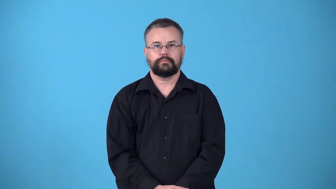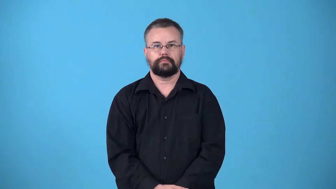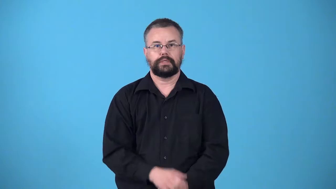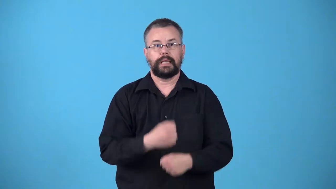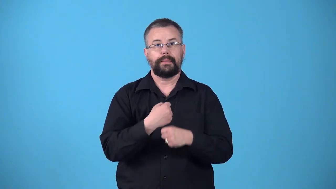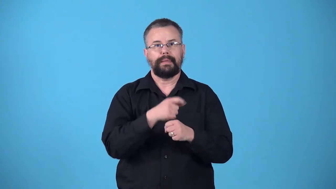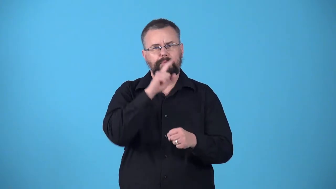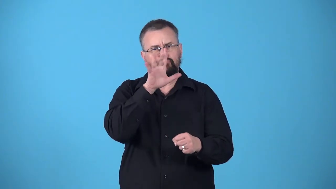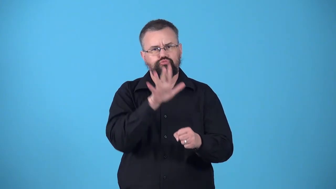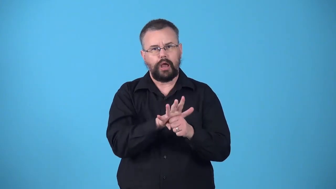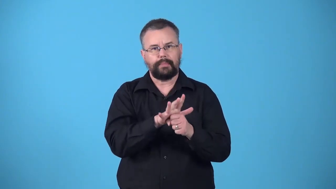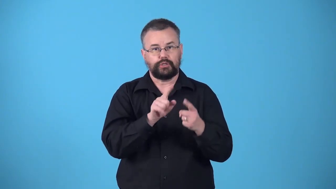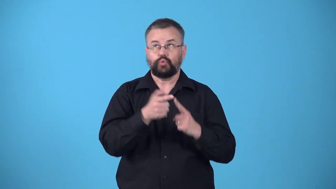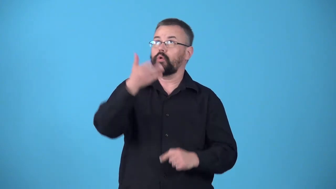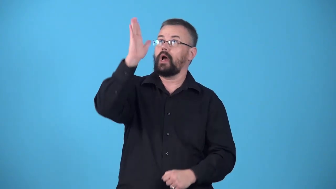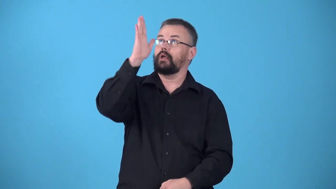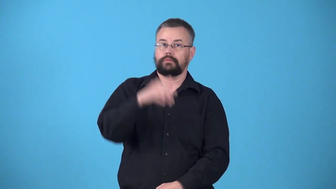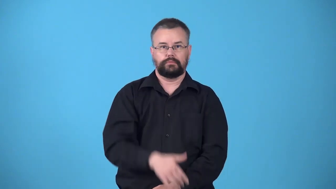votive